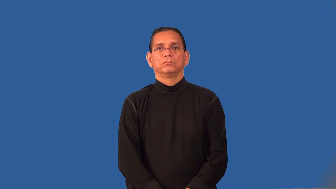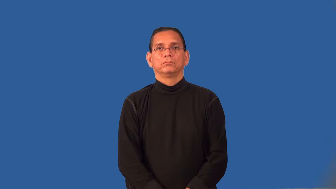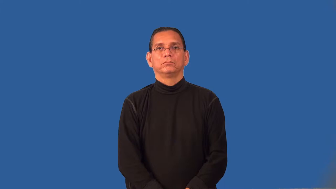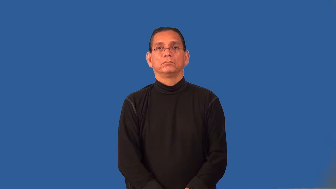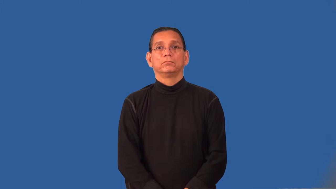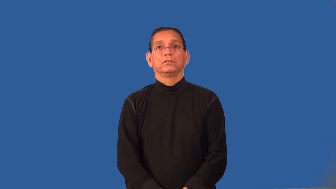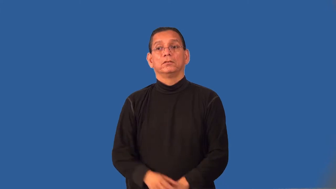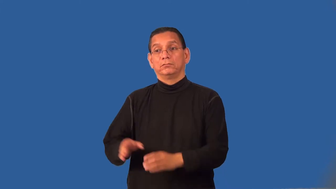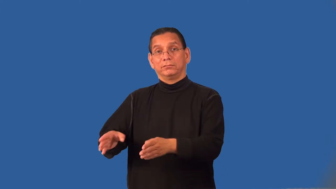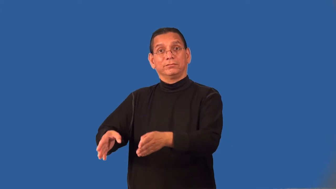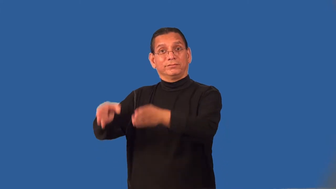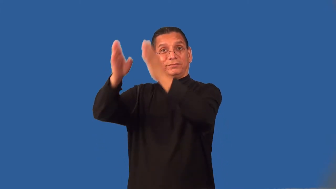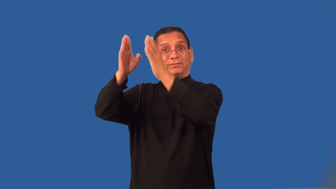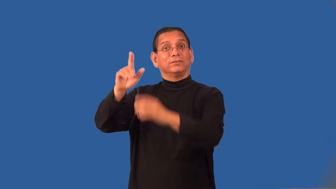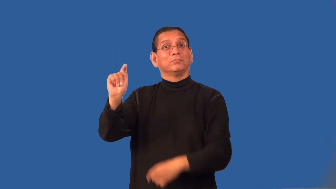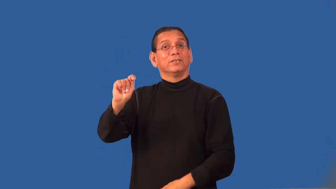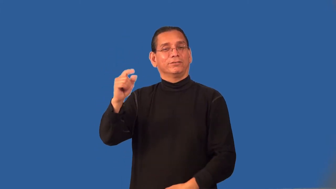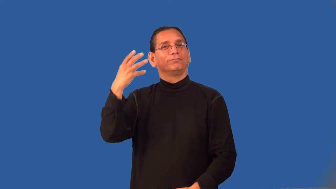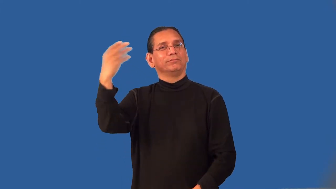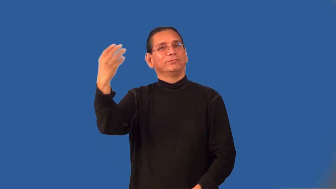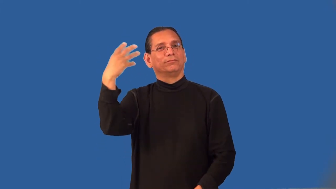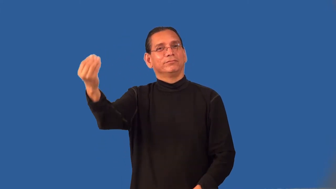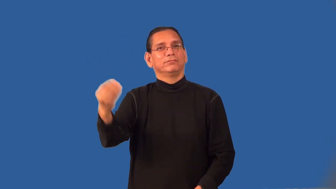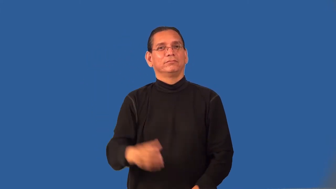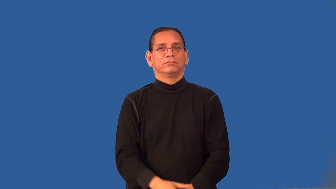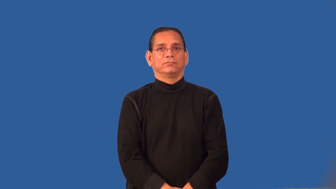privy